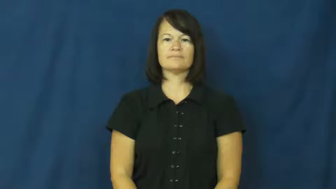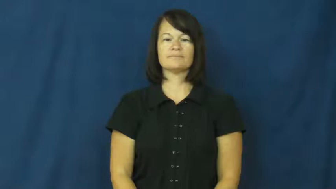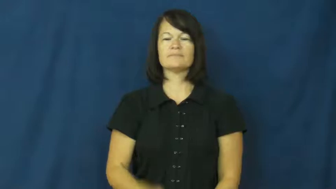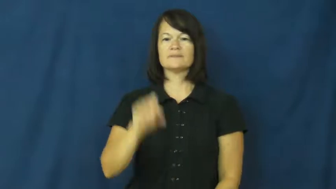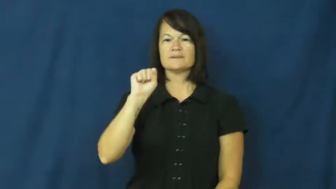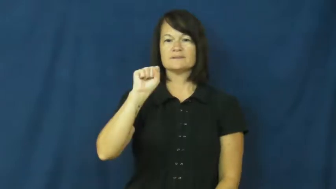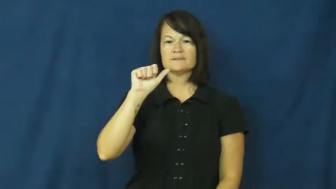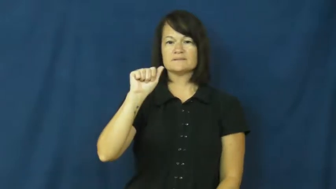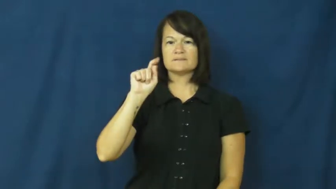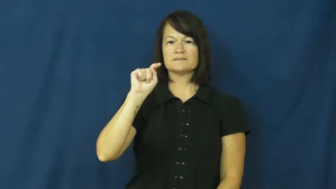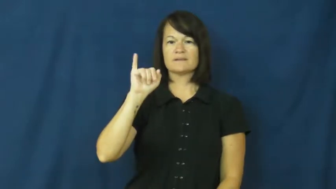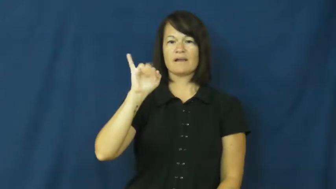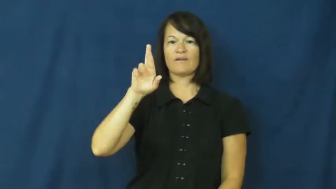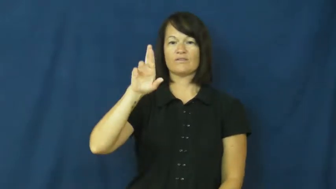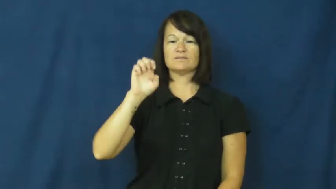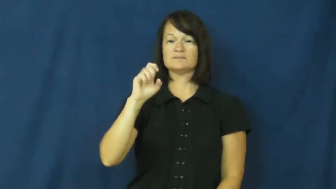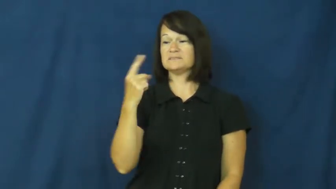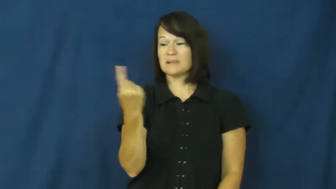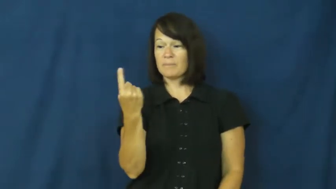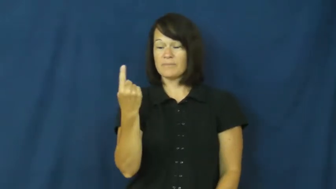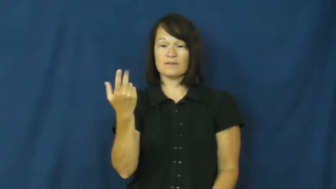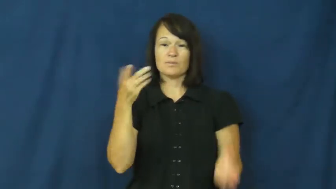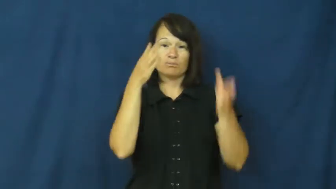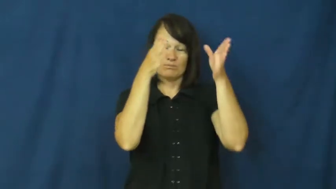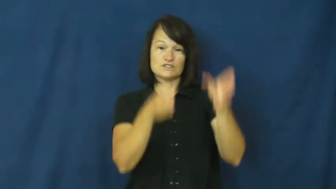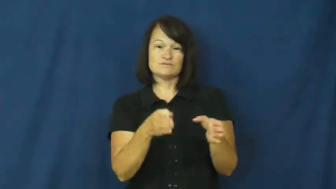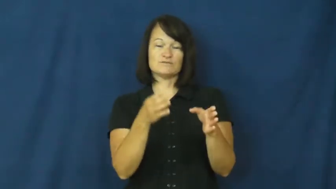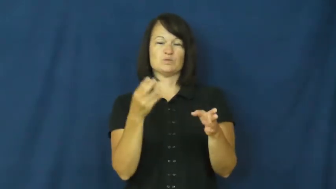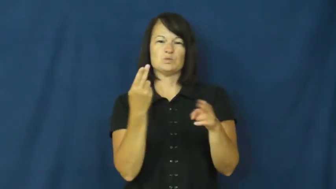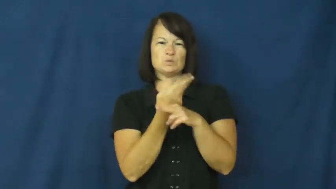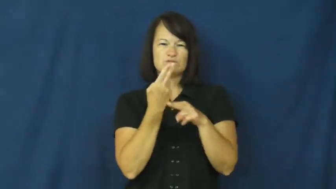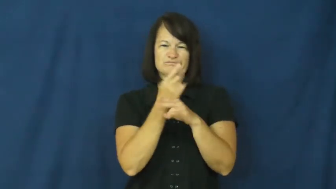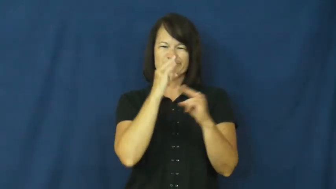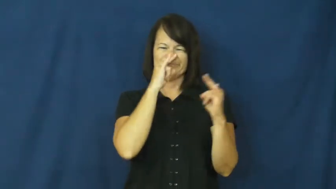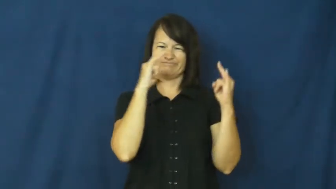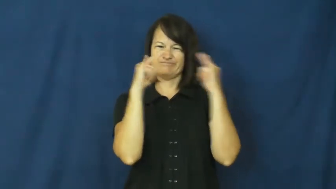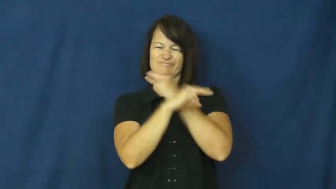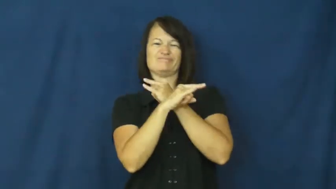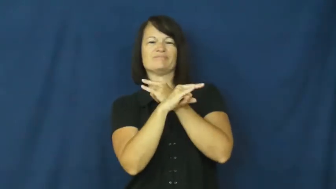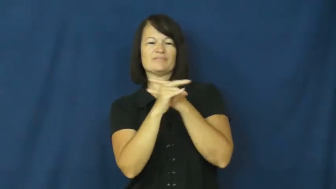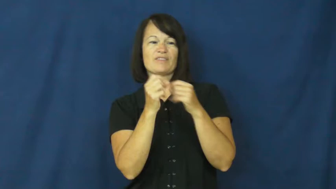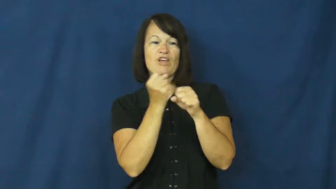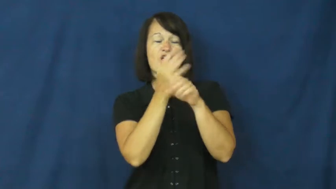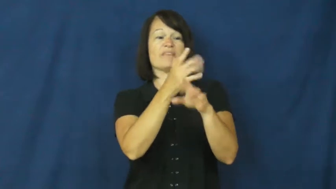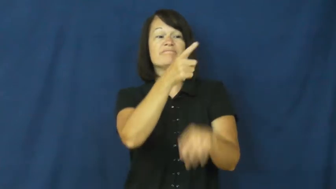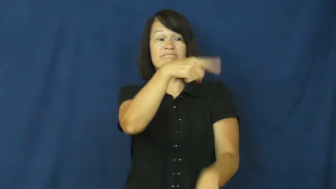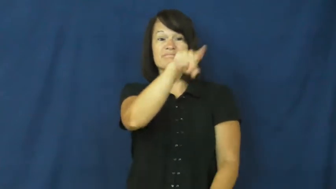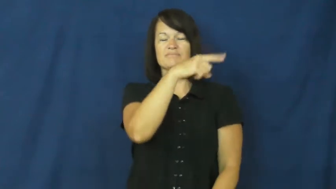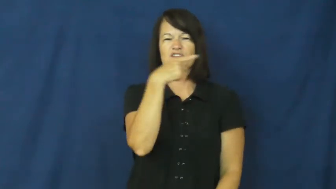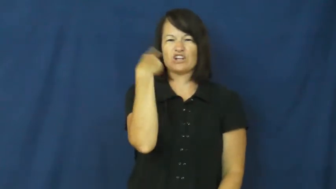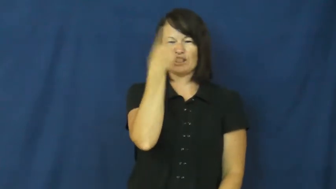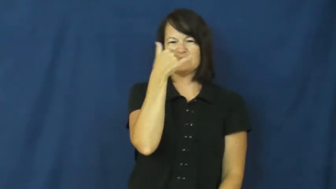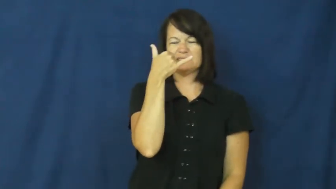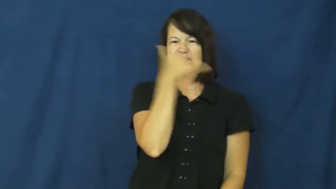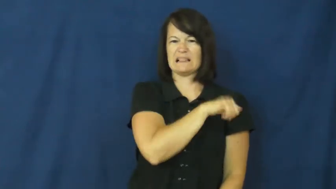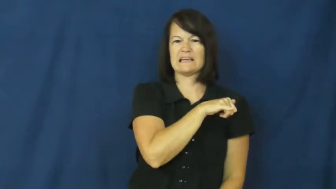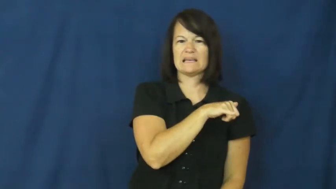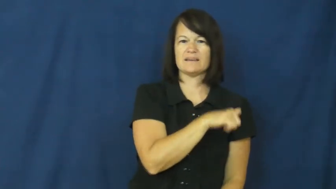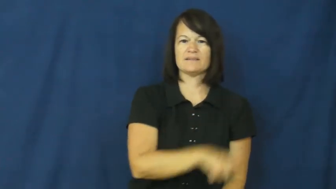satire